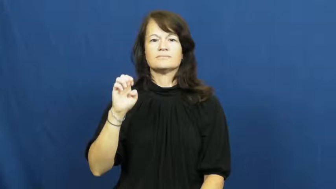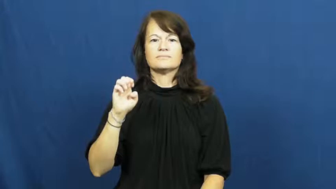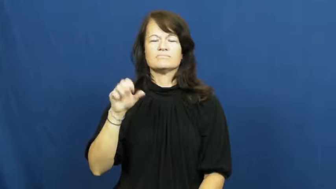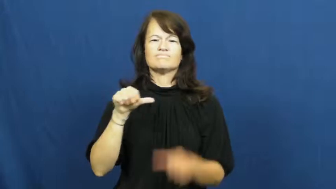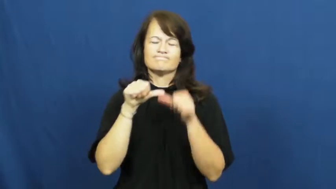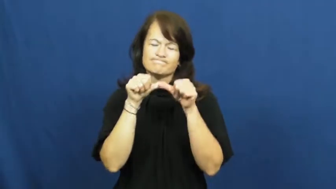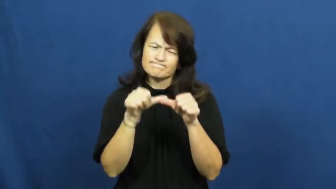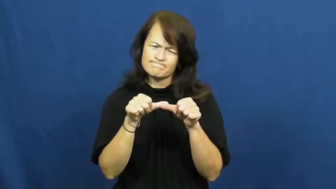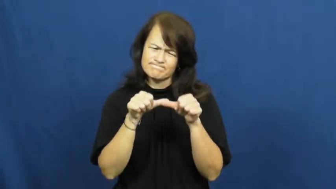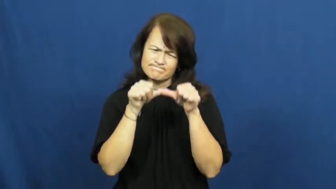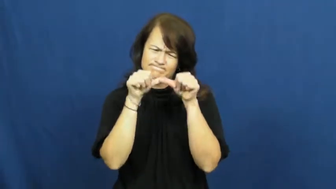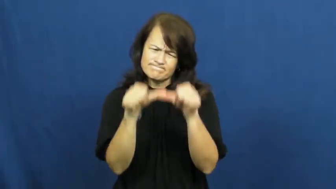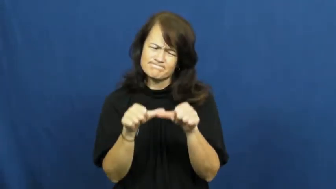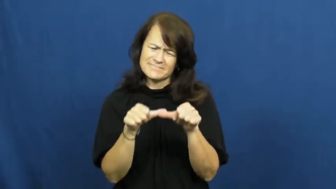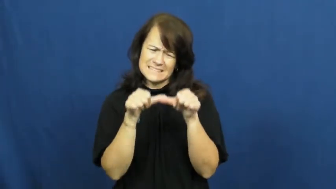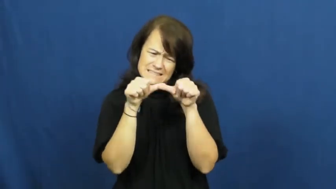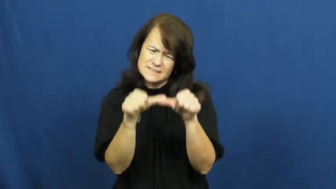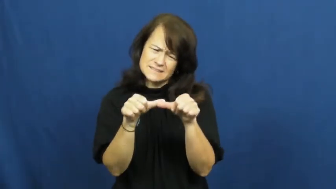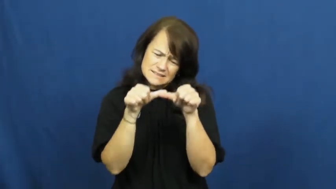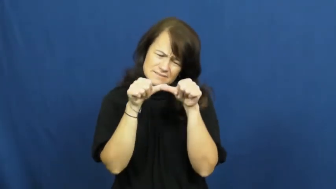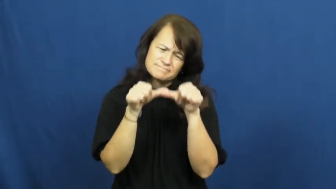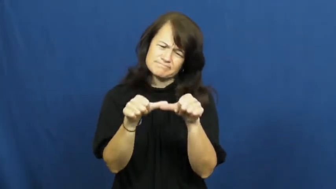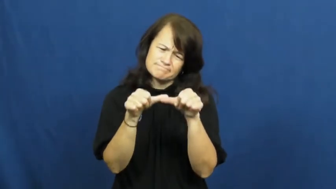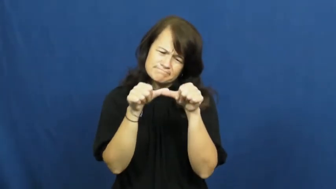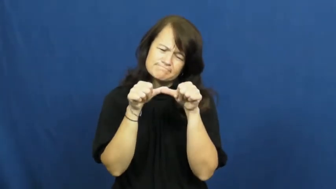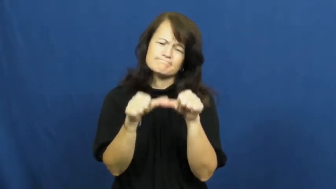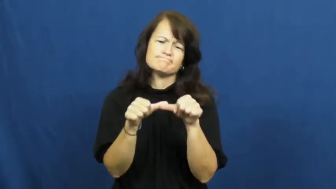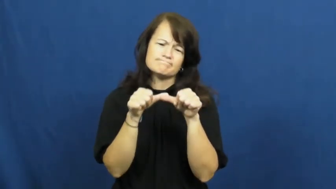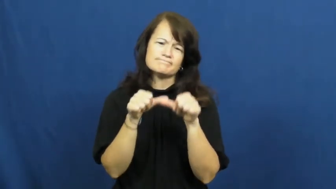relentless